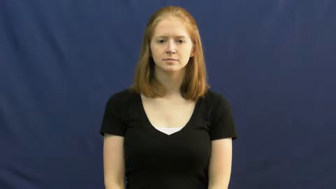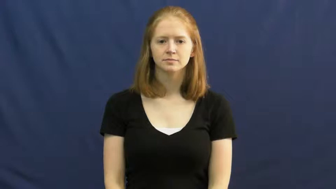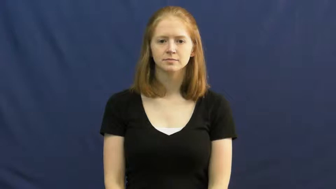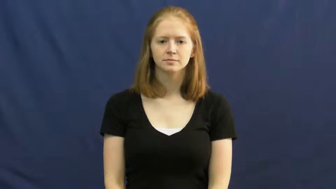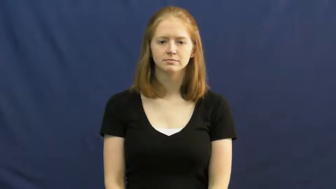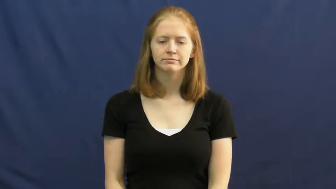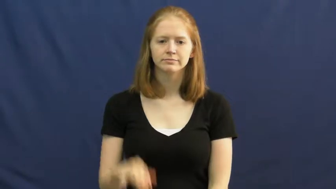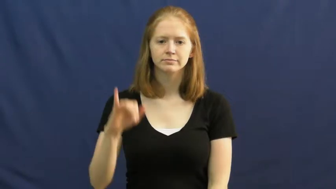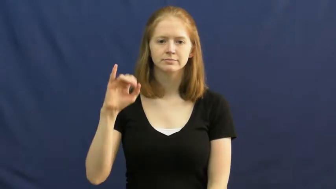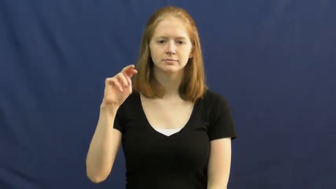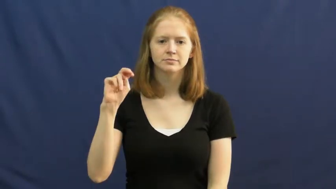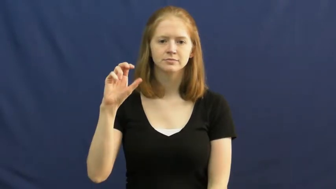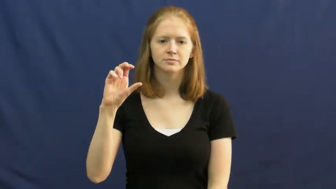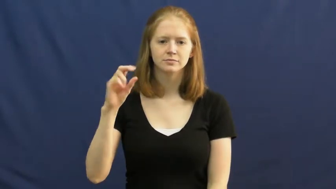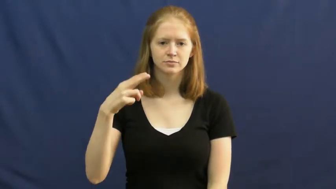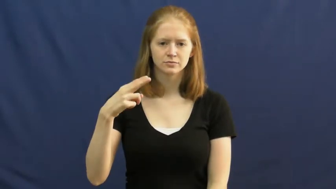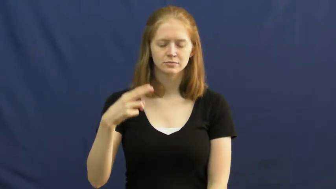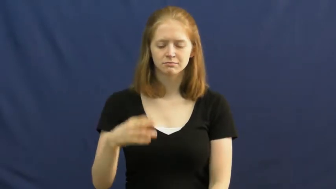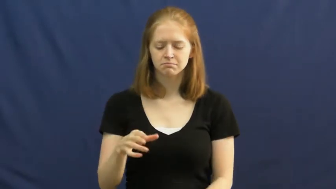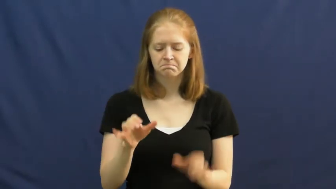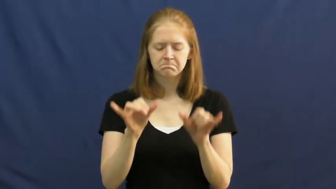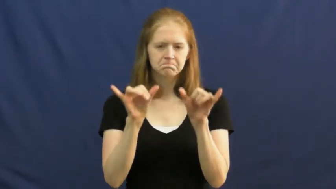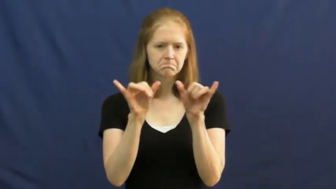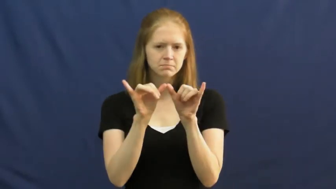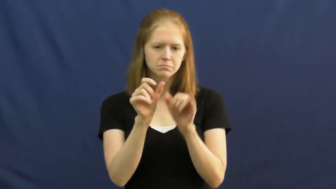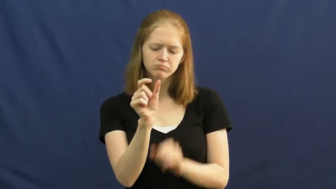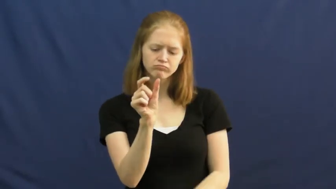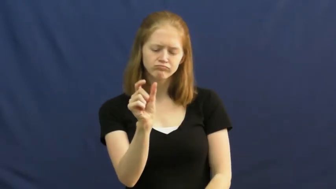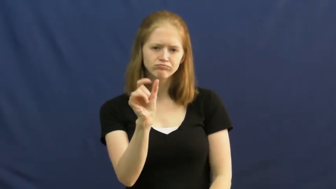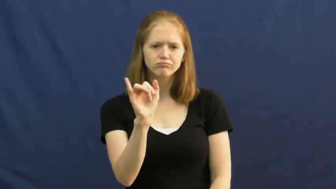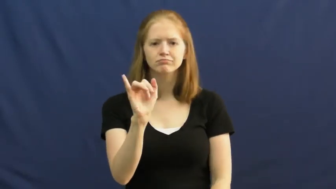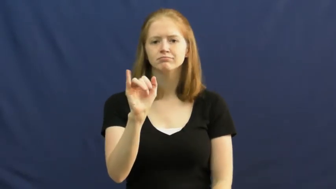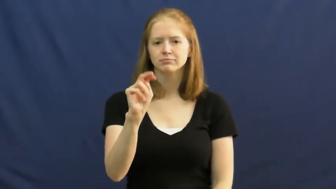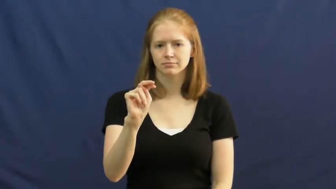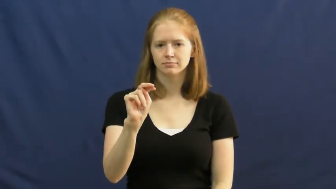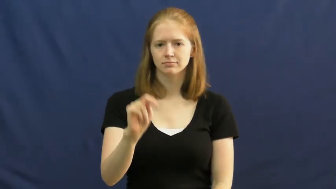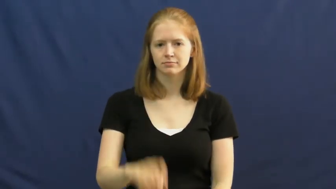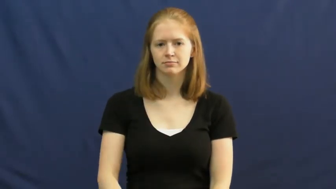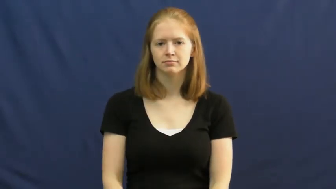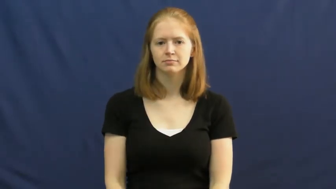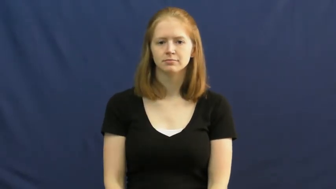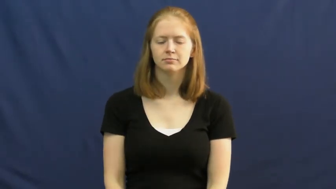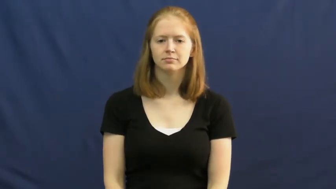inch-ruler